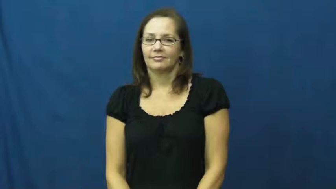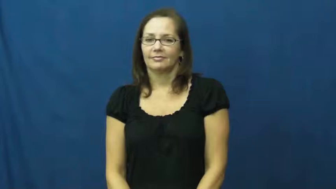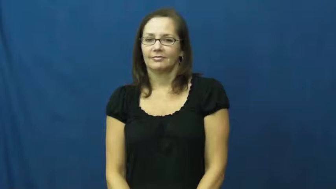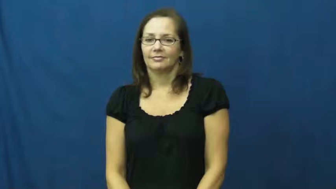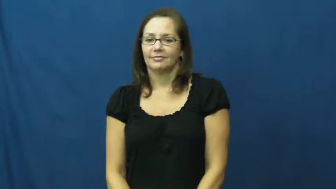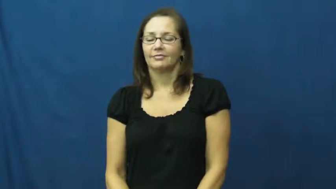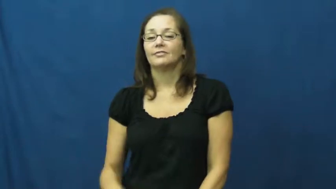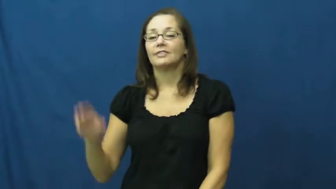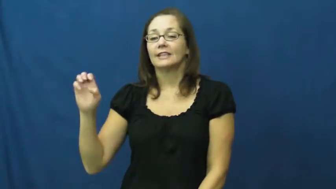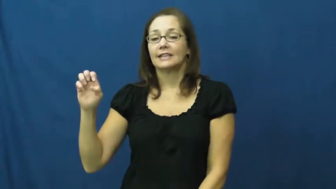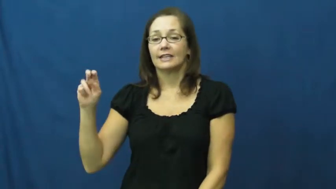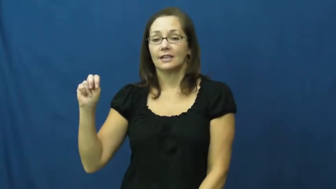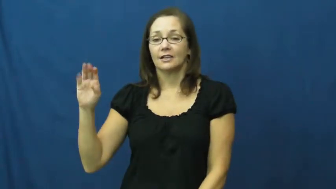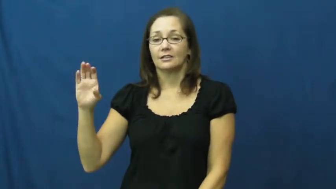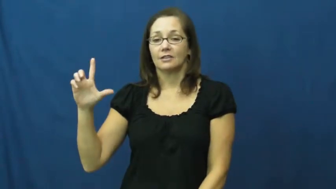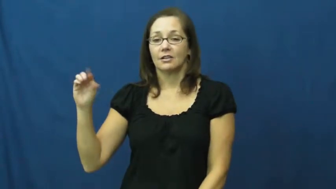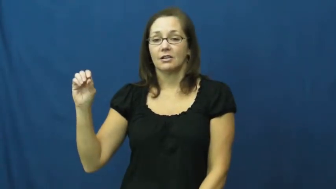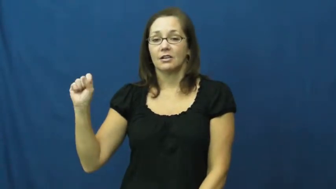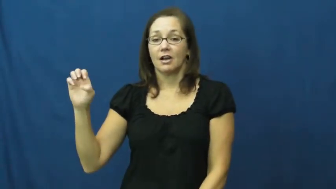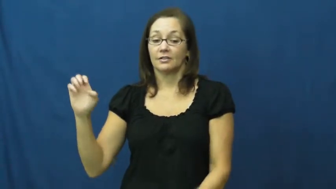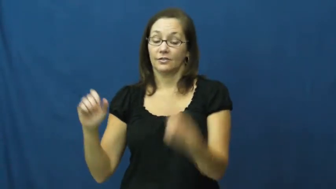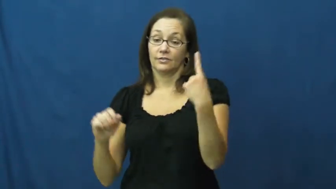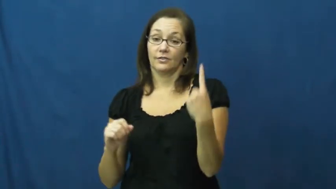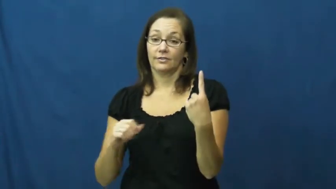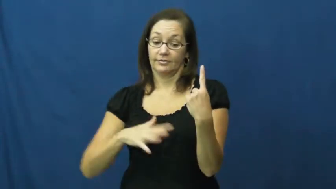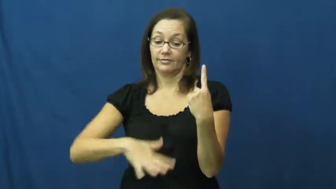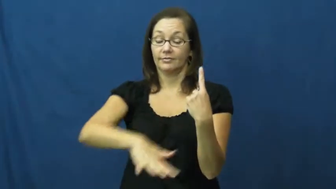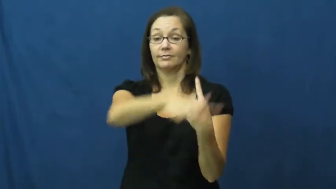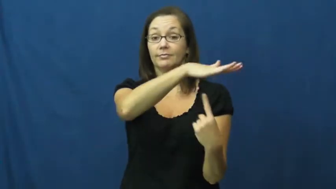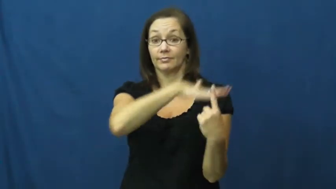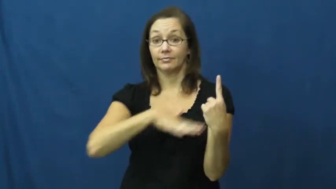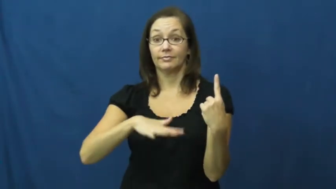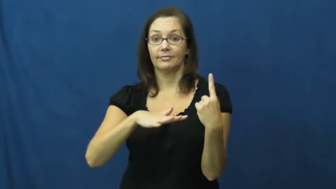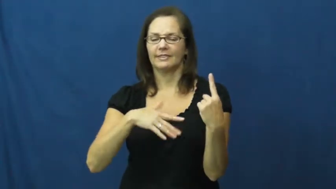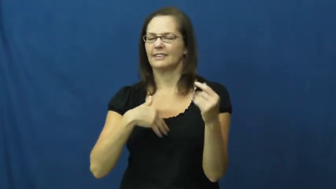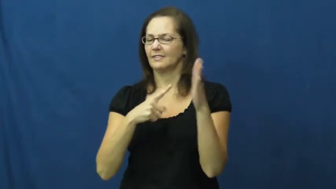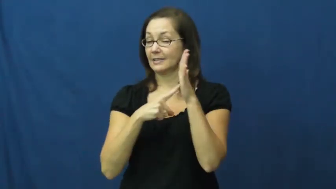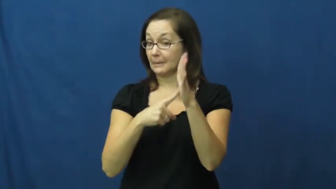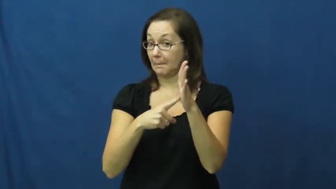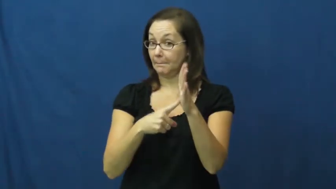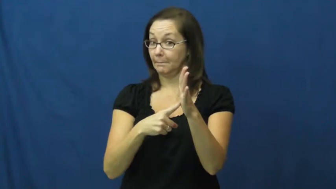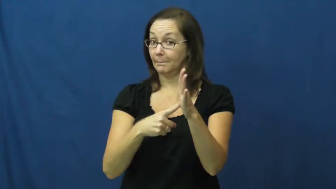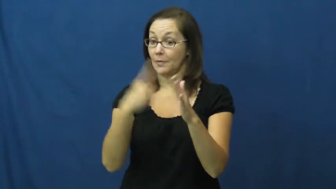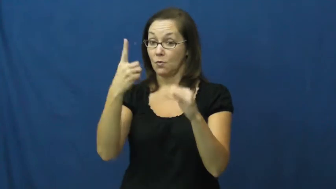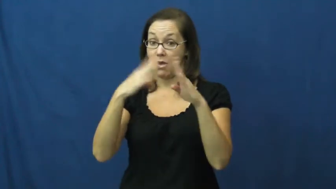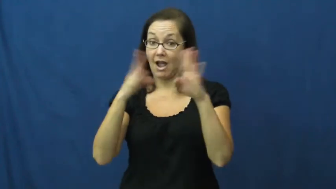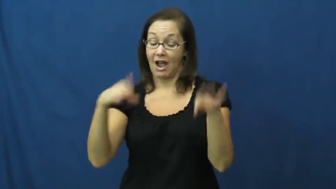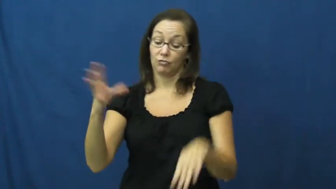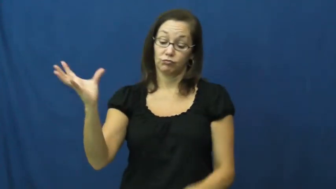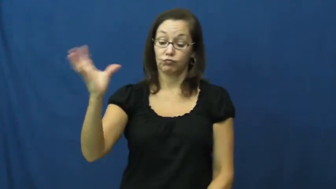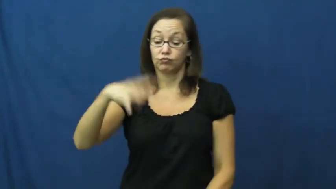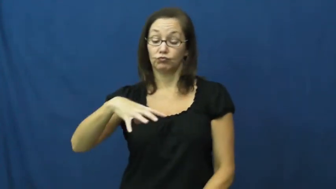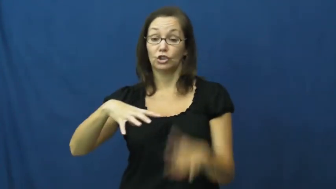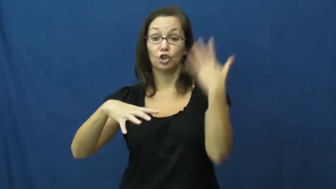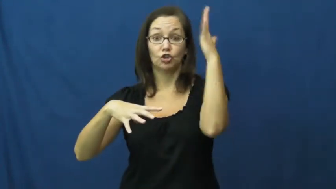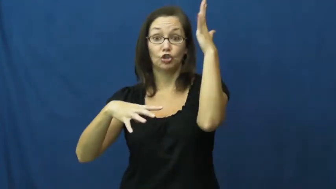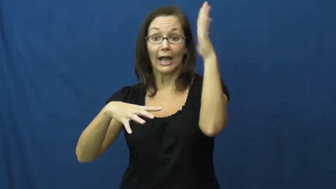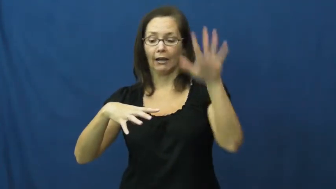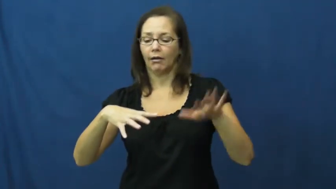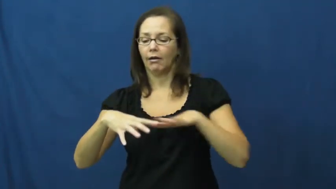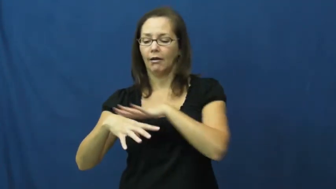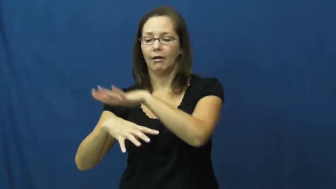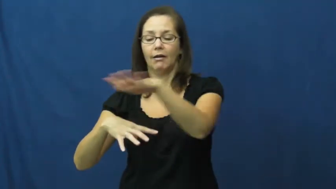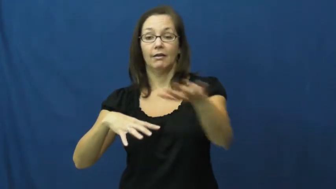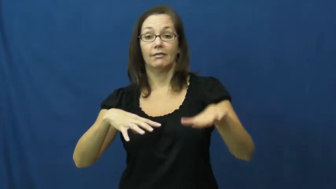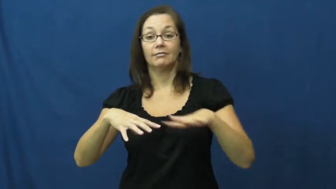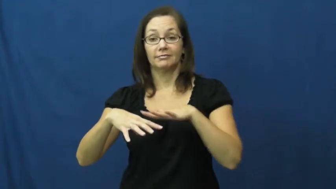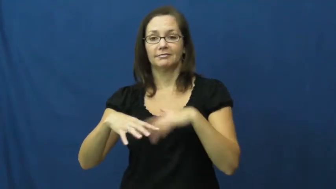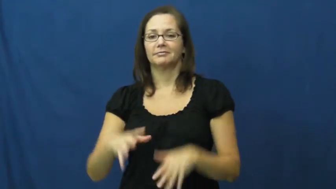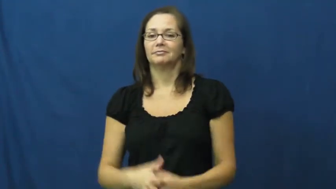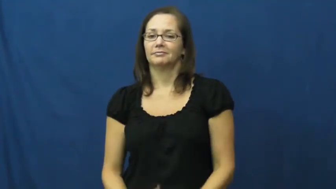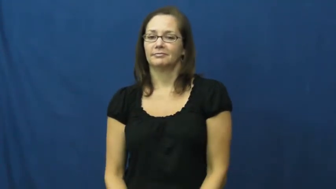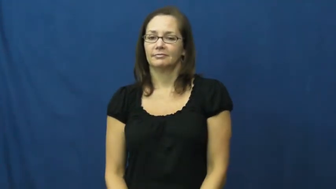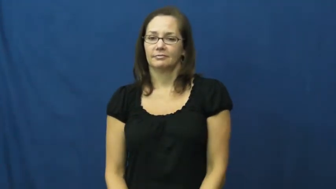enclose-surround